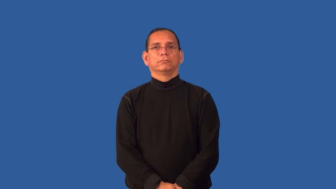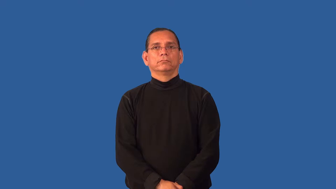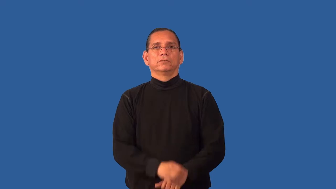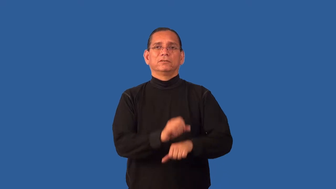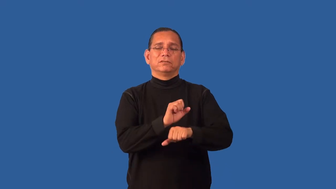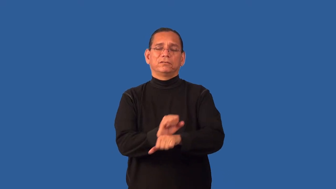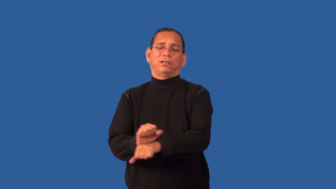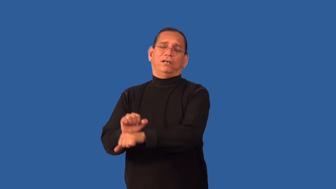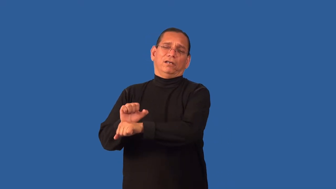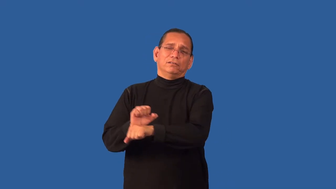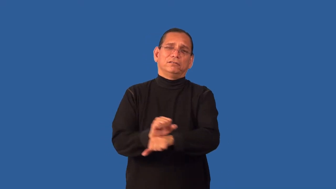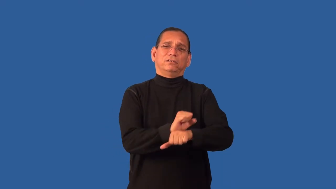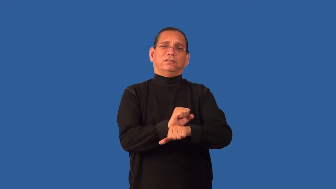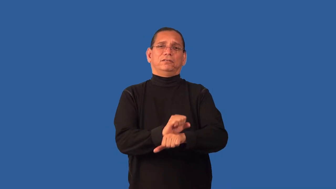enslave